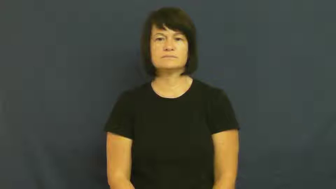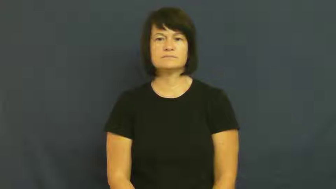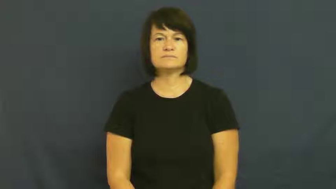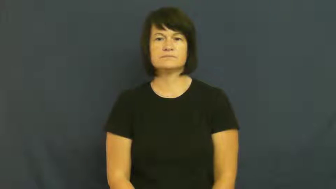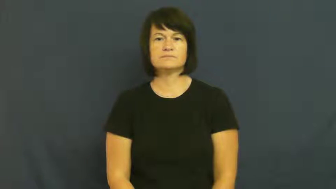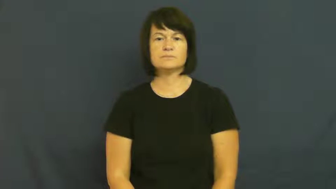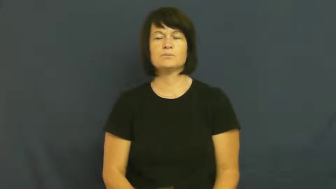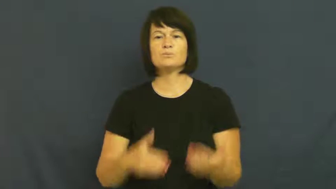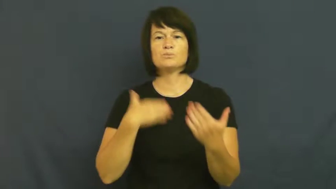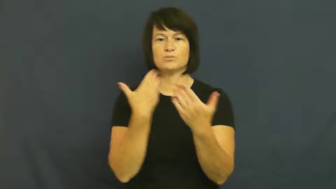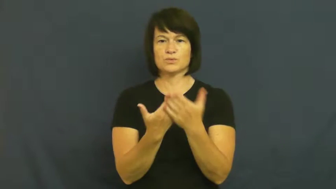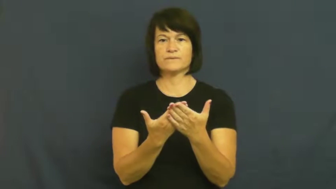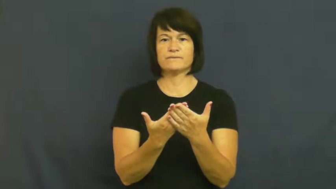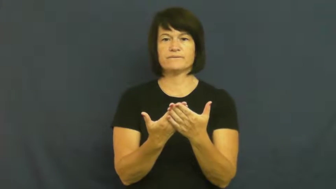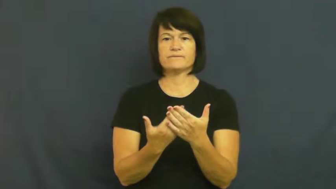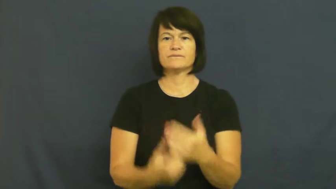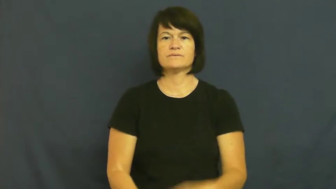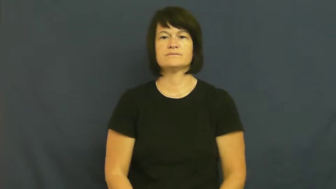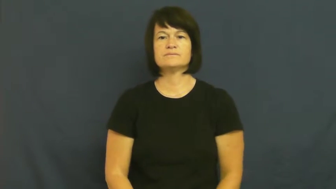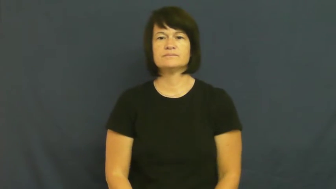credence